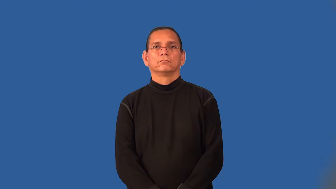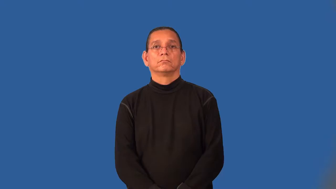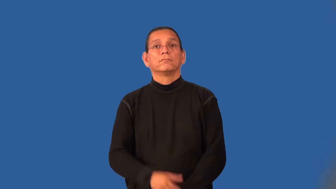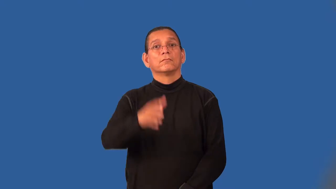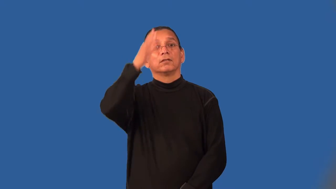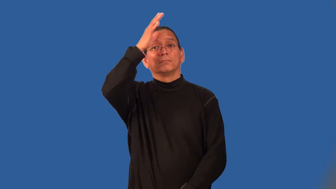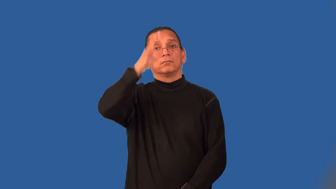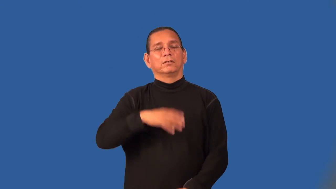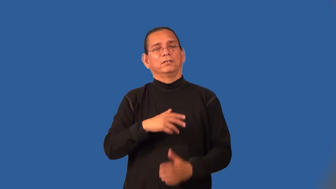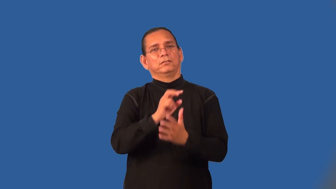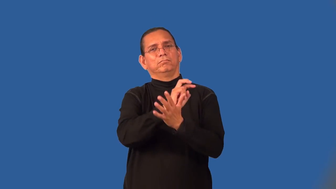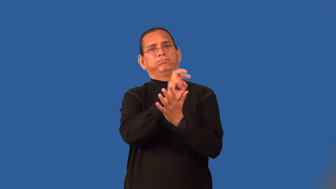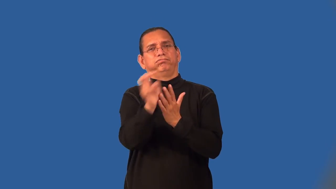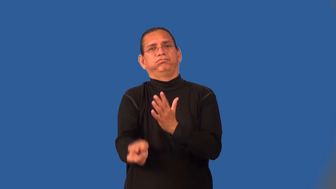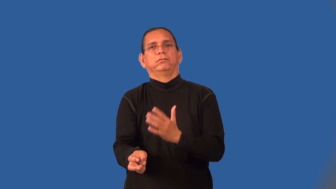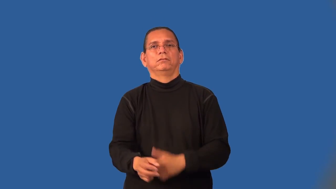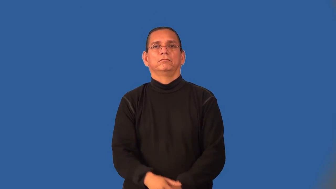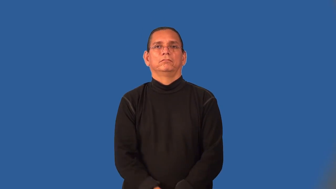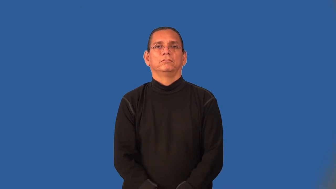philanderer